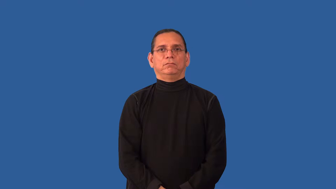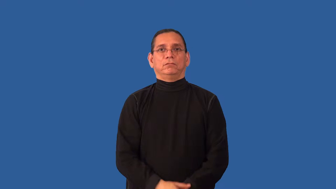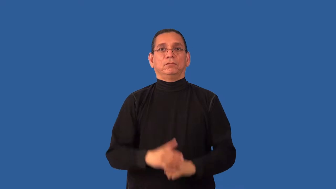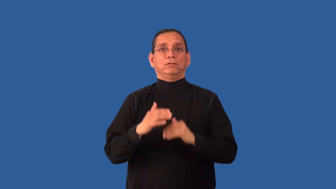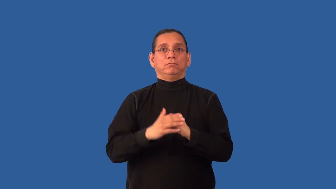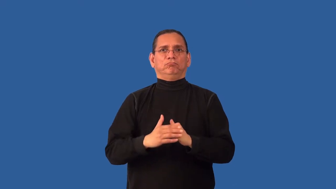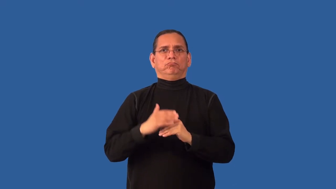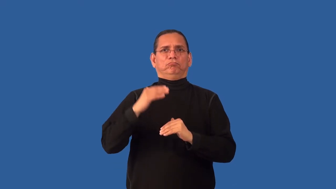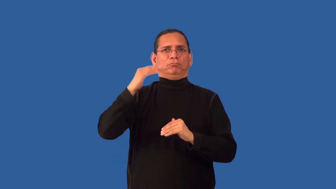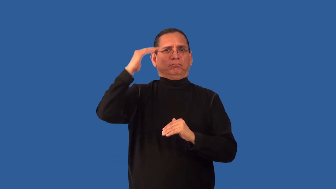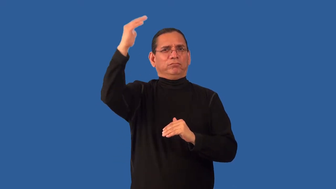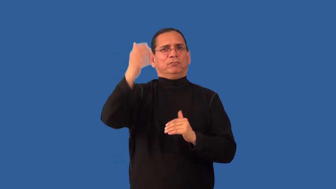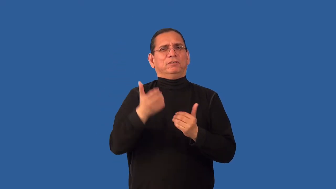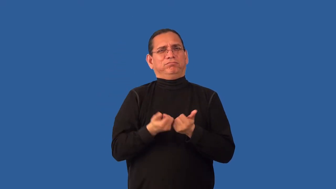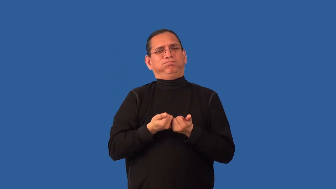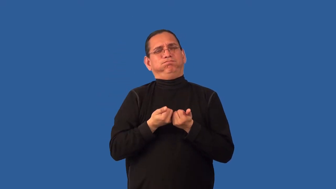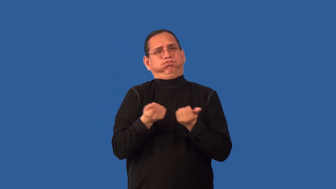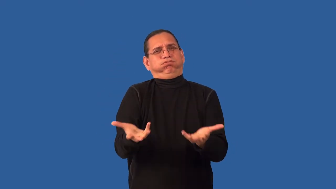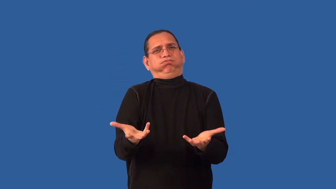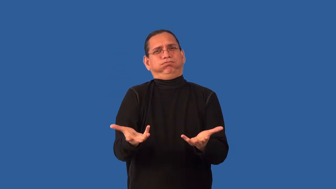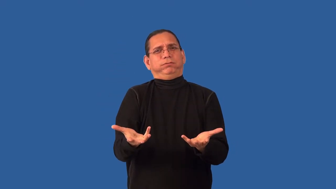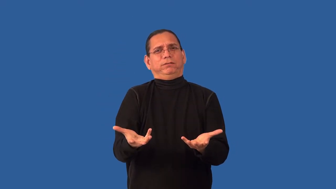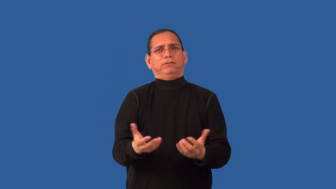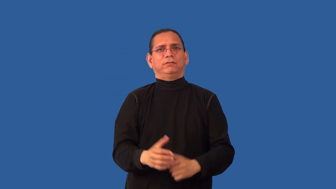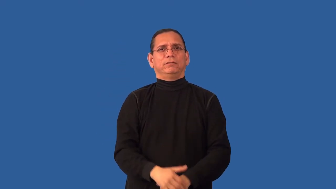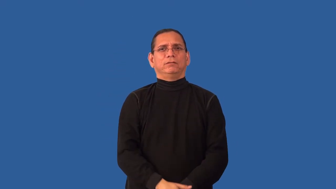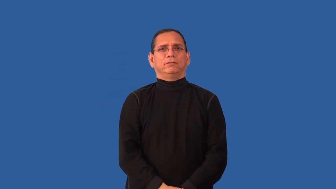overtired